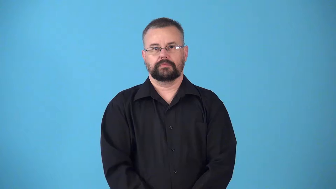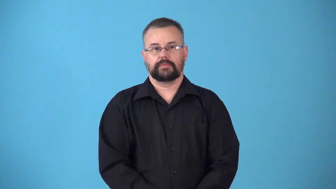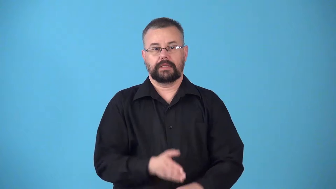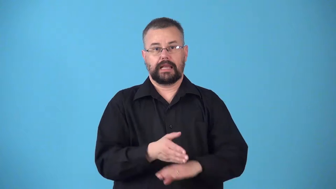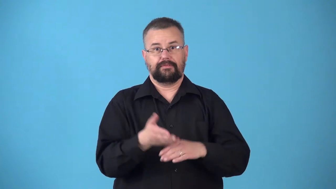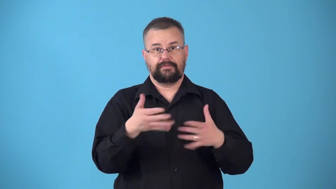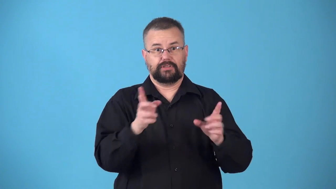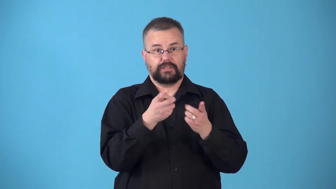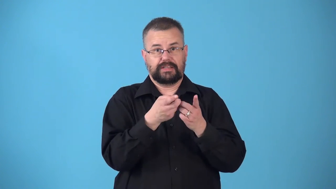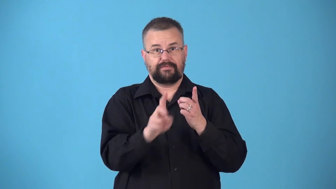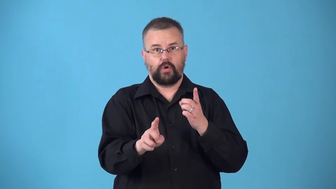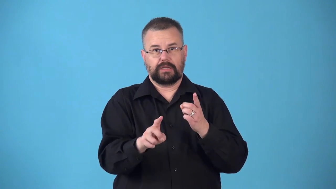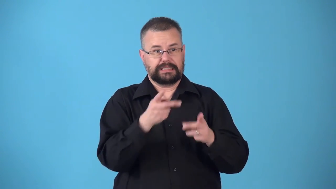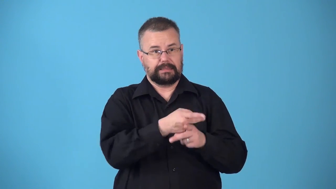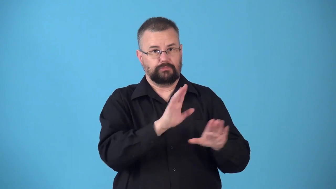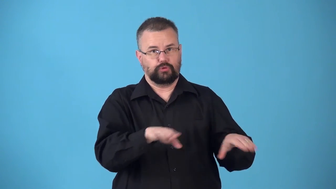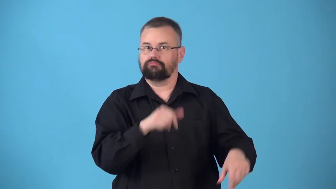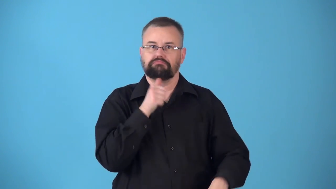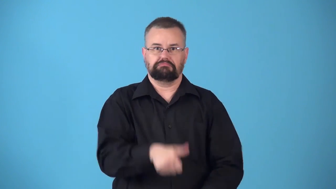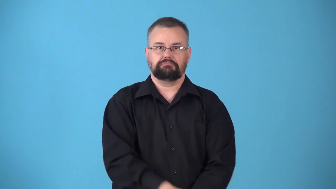noncustodial